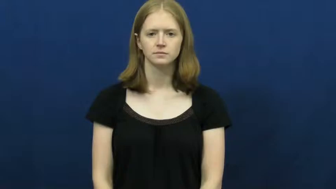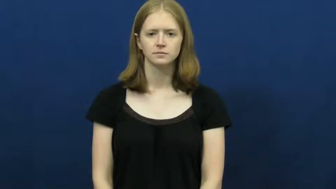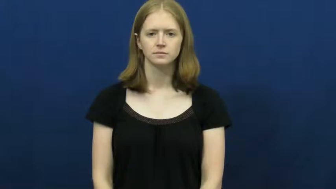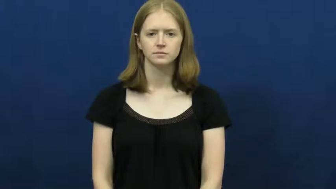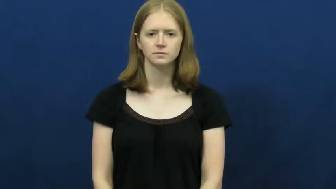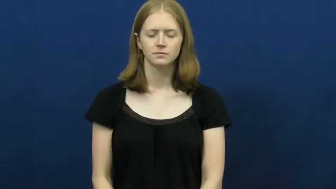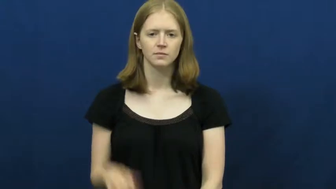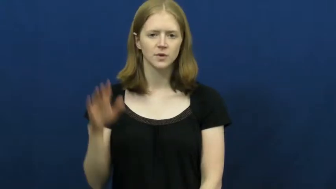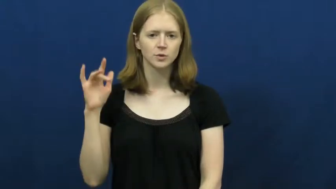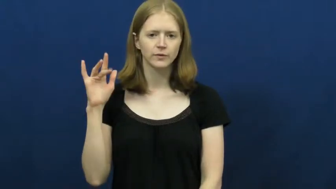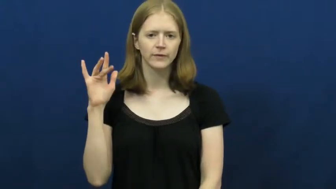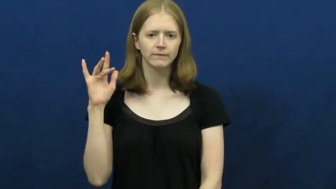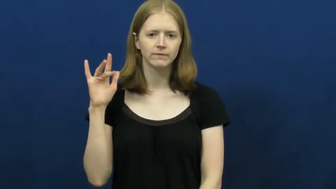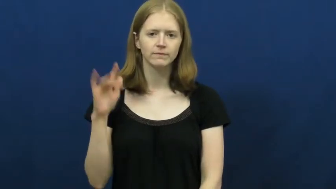twenty-five